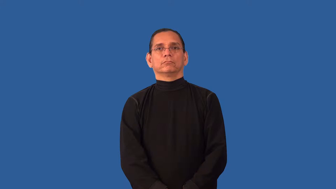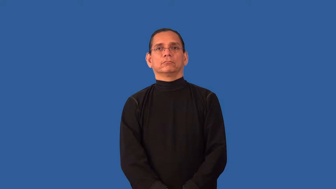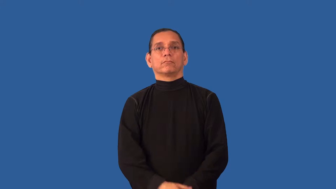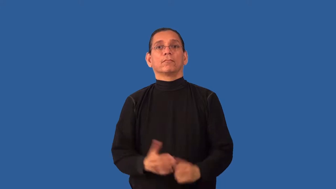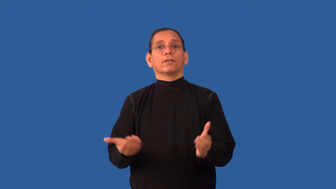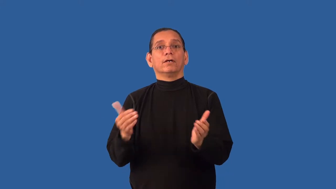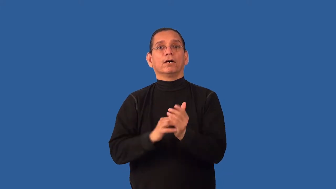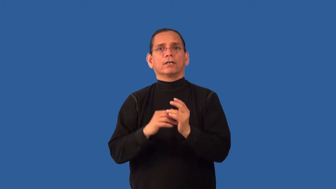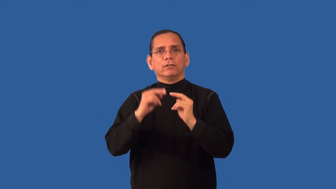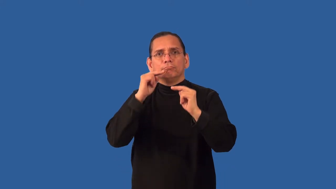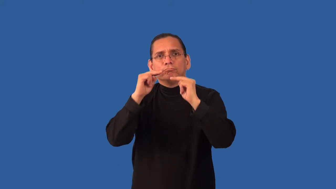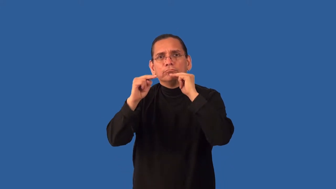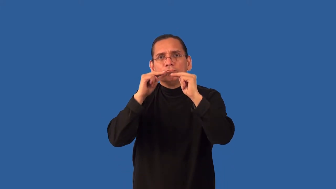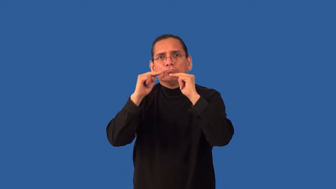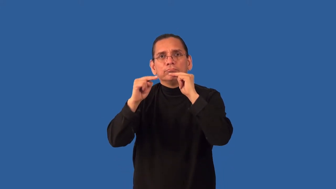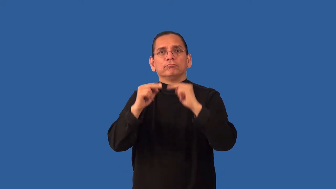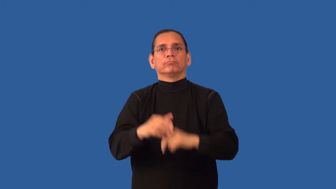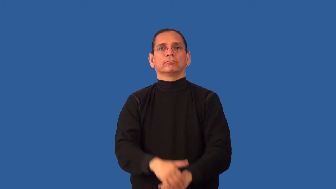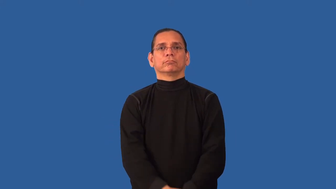renegotiate